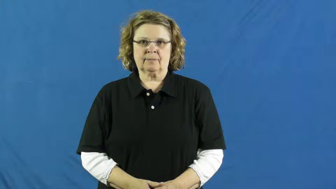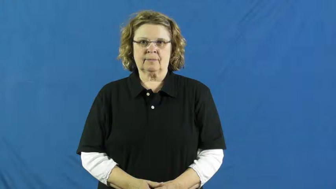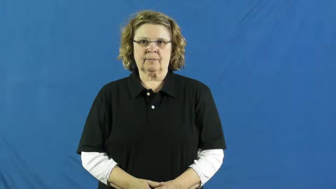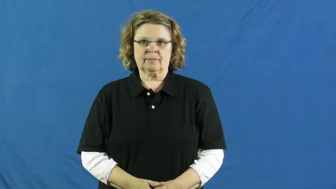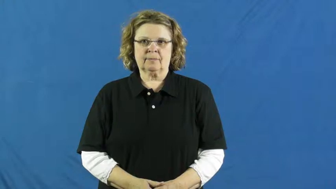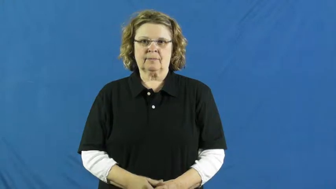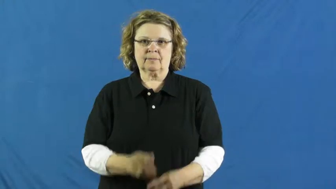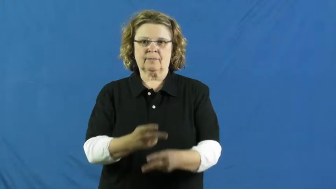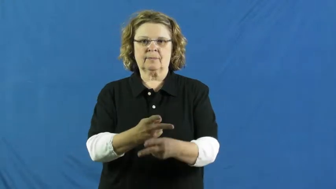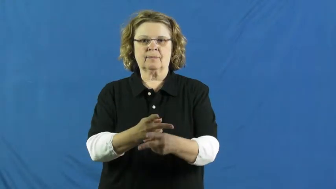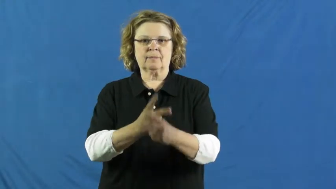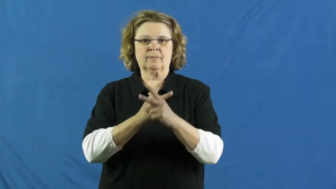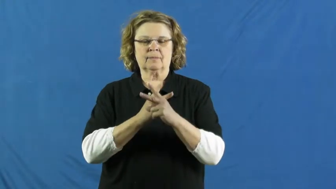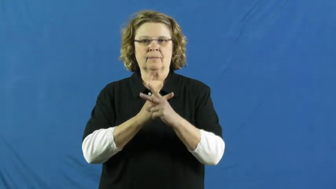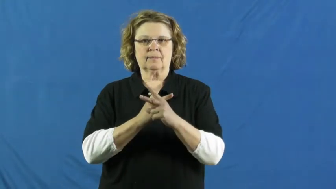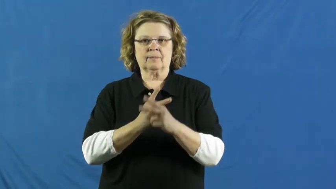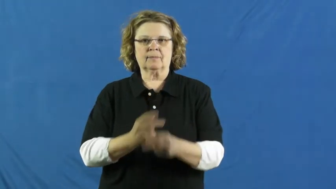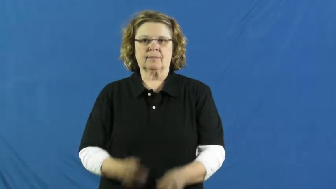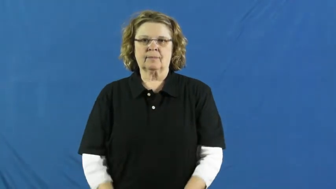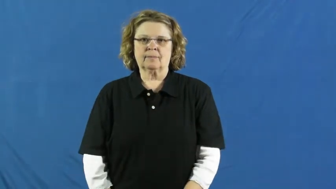take out-borrow